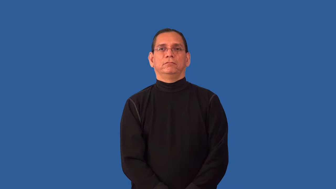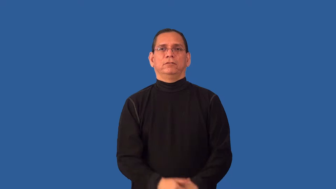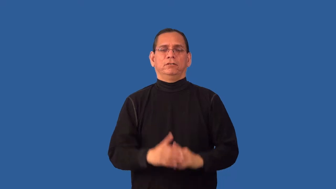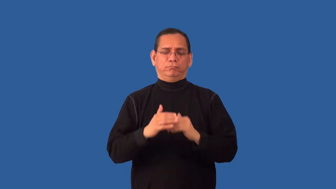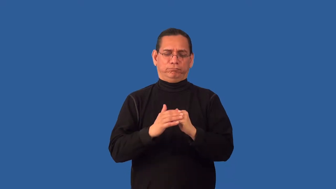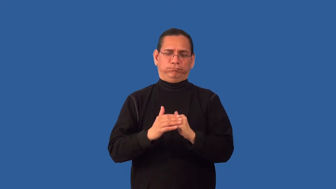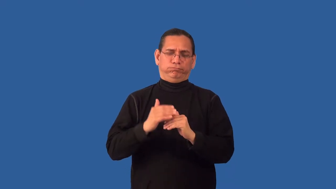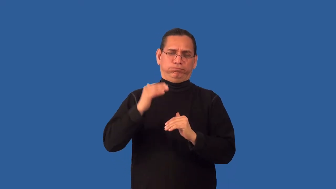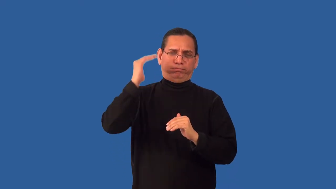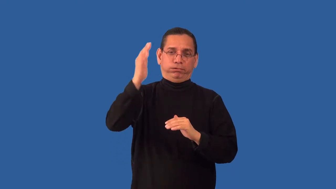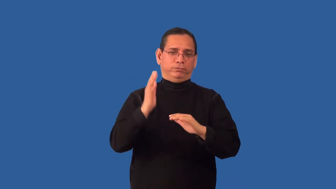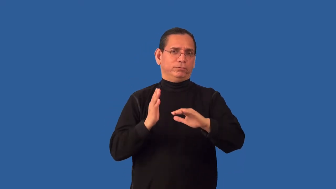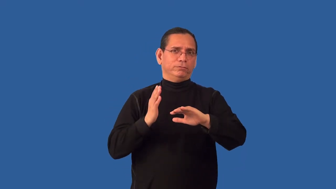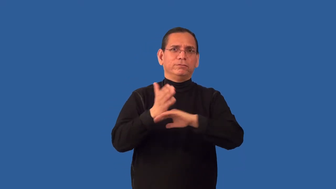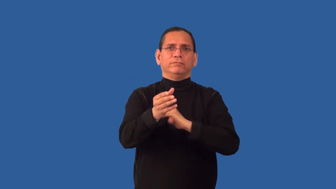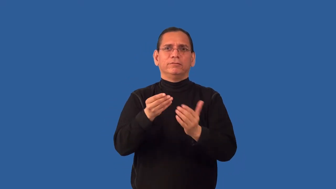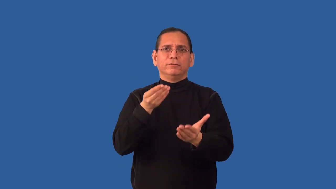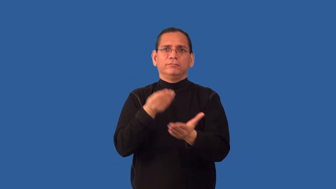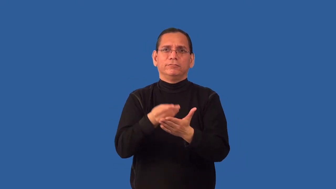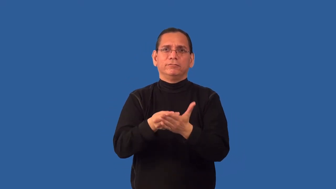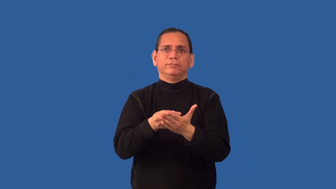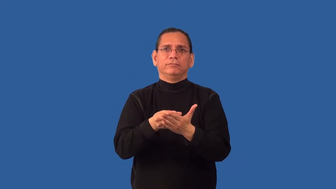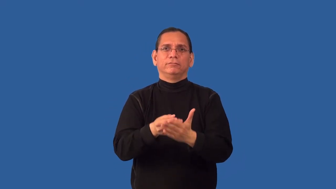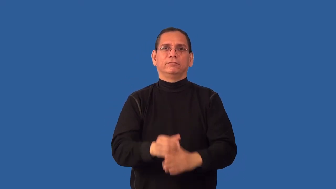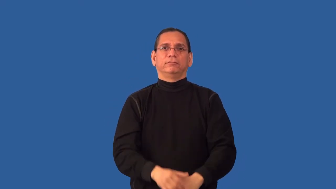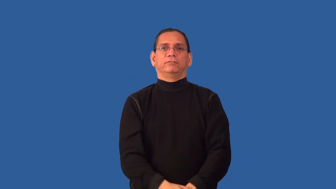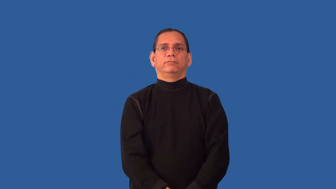overbid